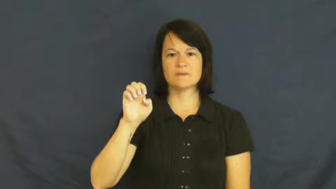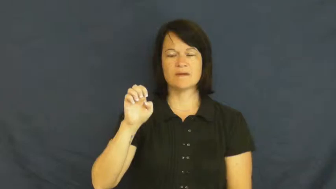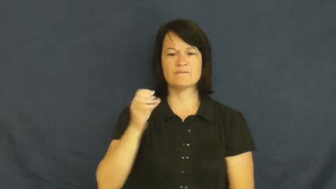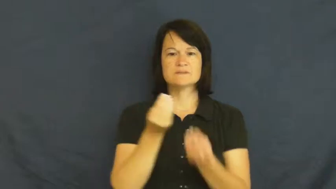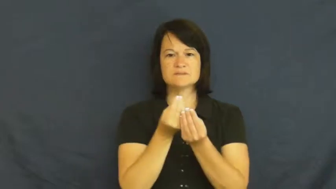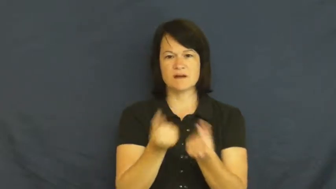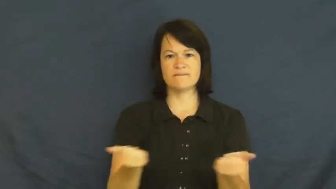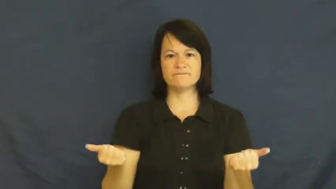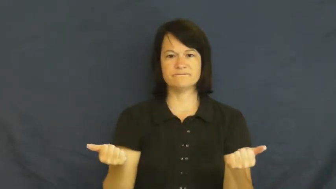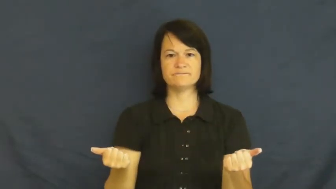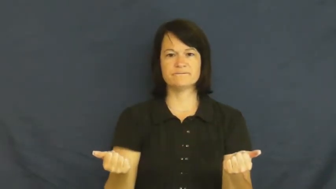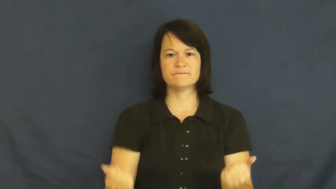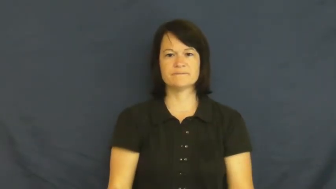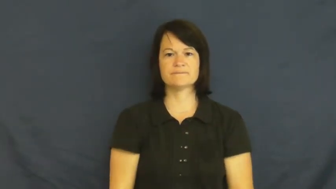panacea